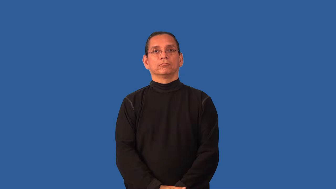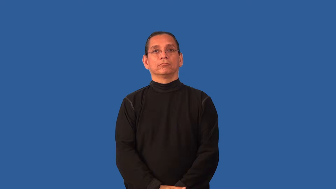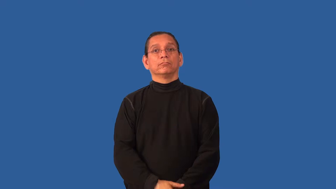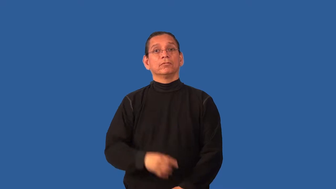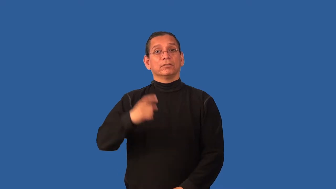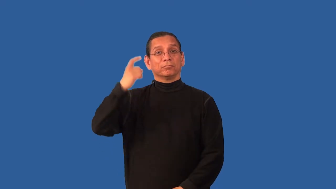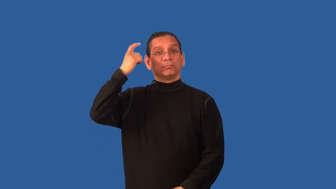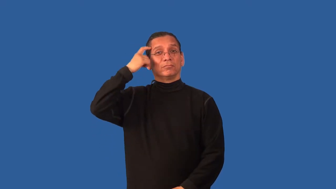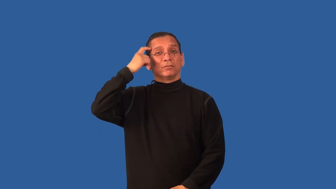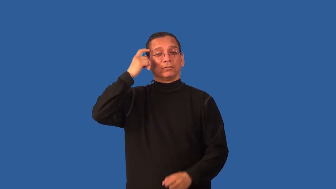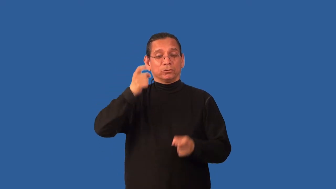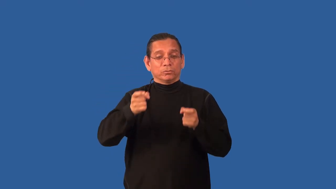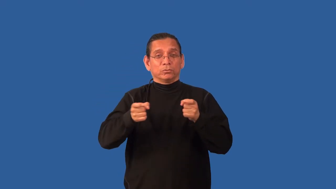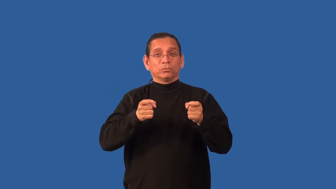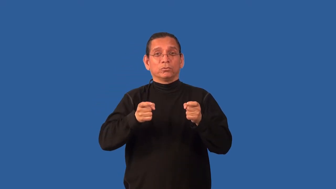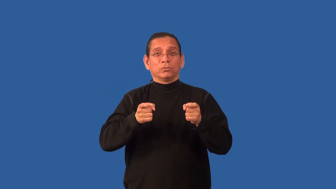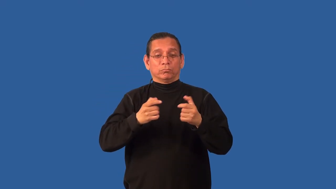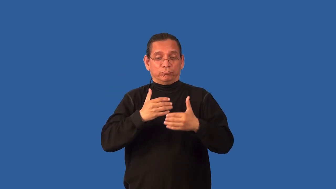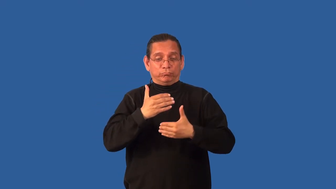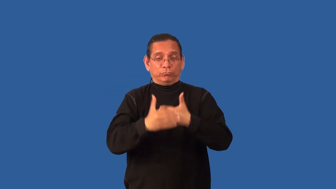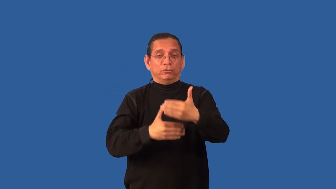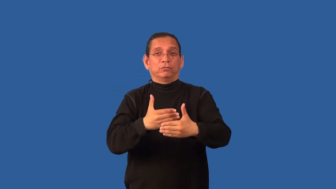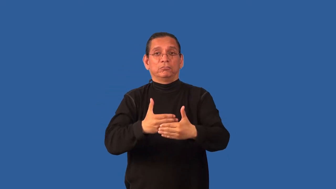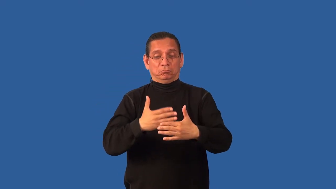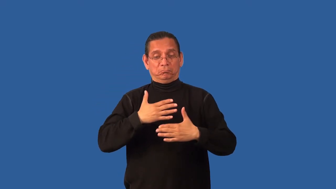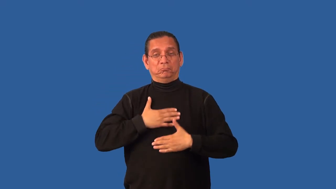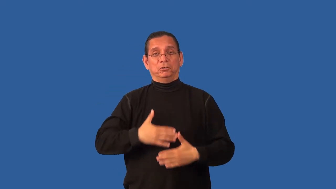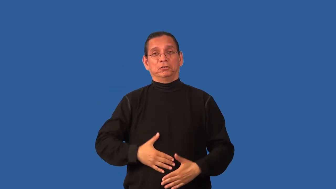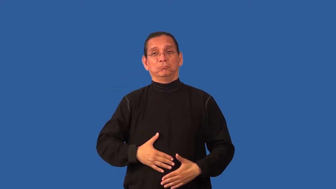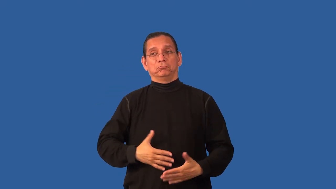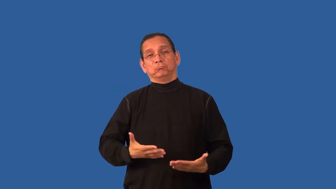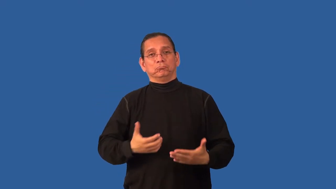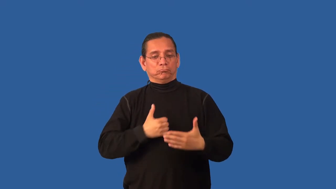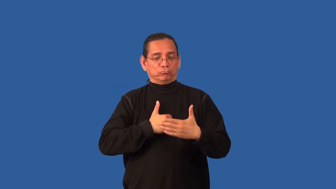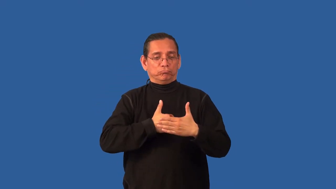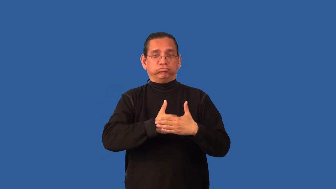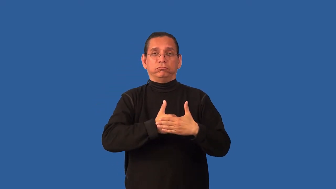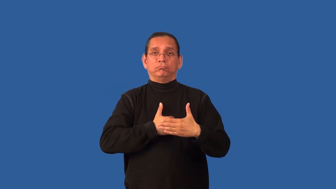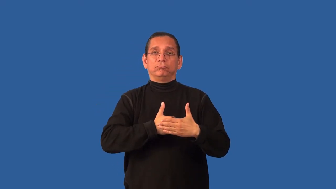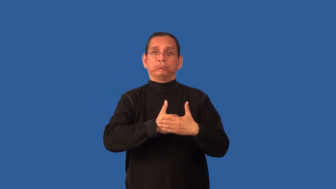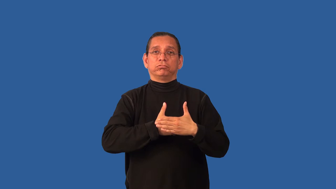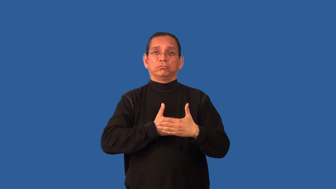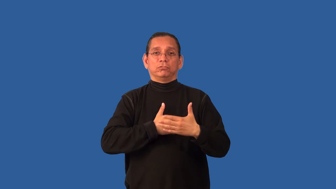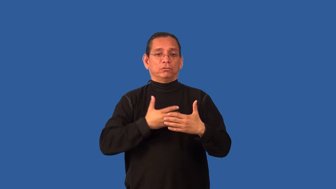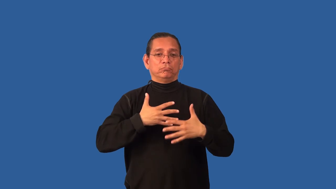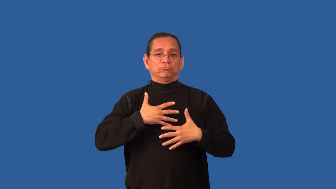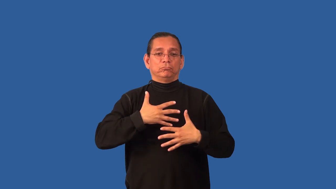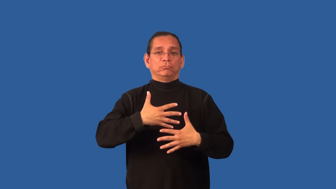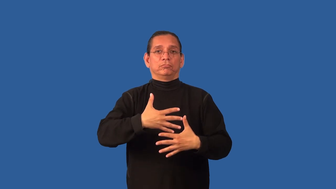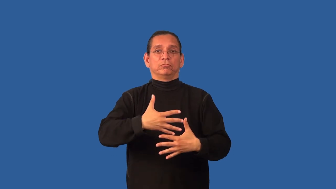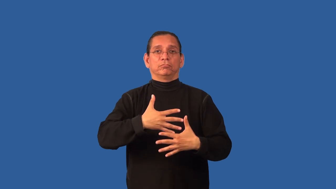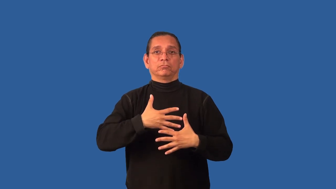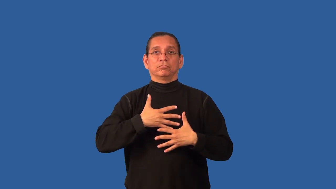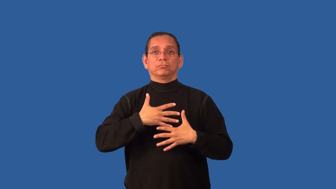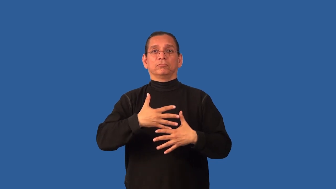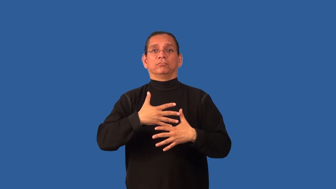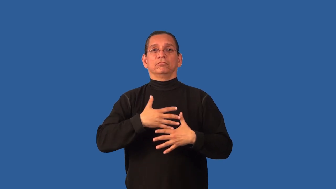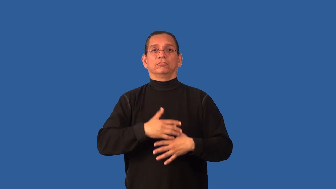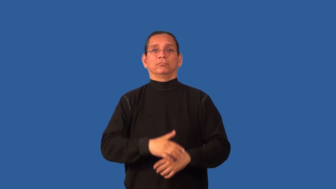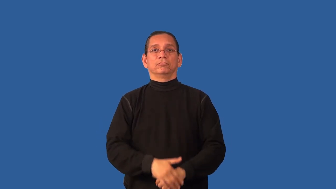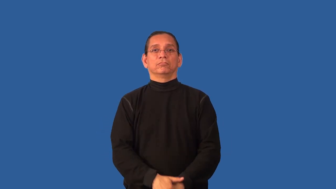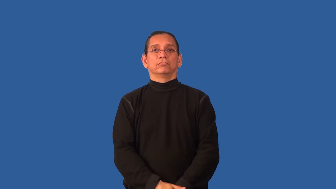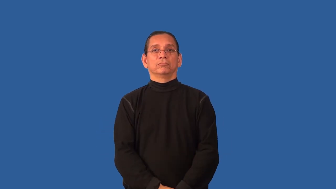biofeedback